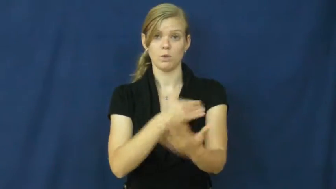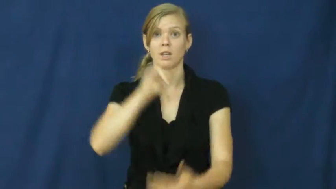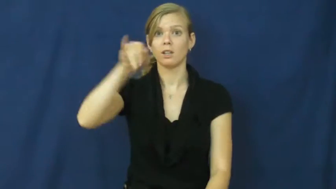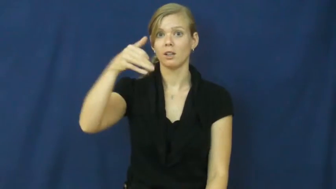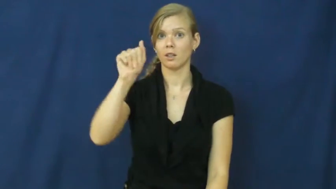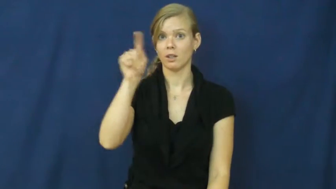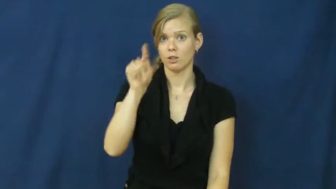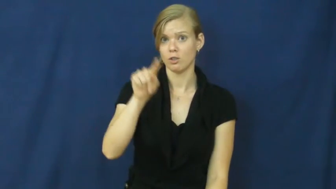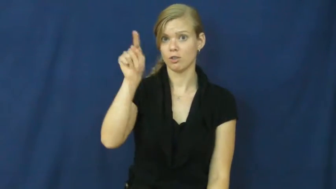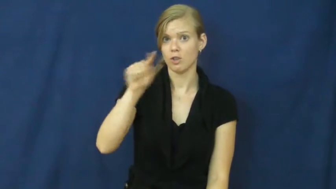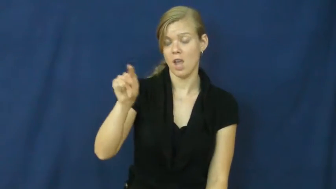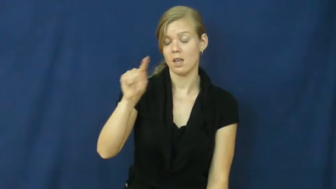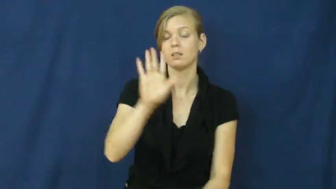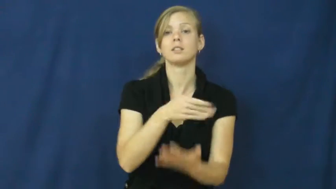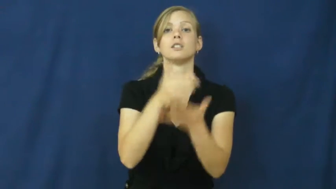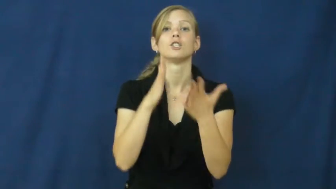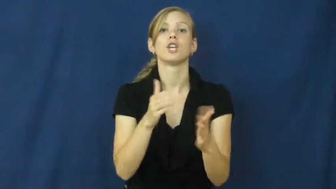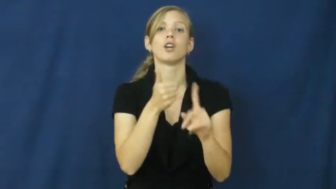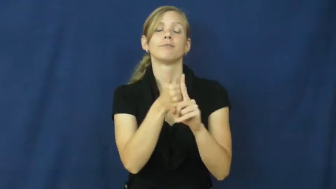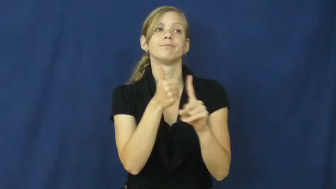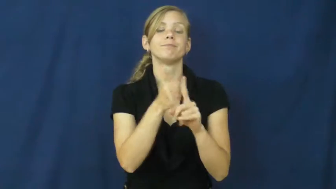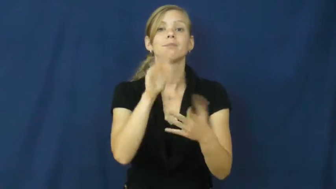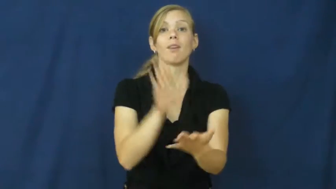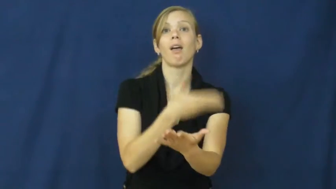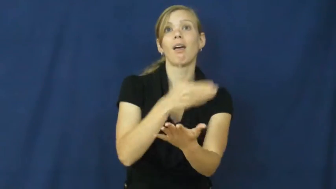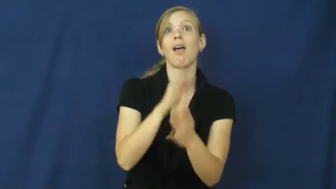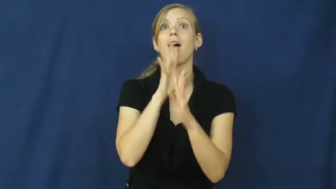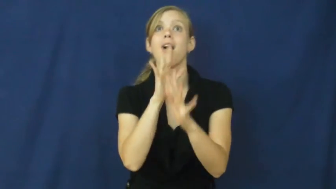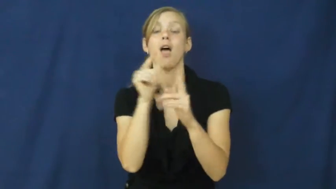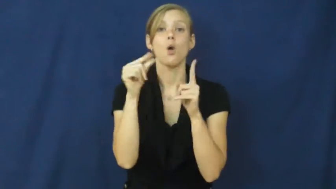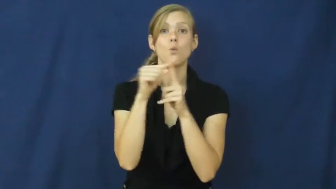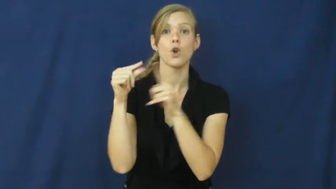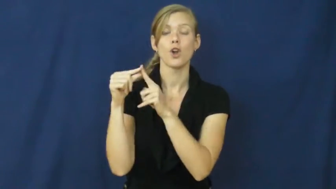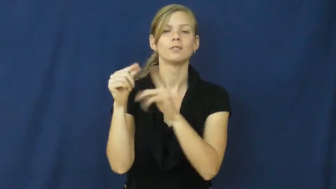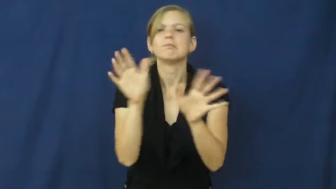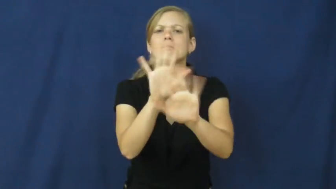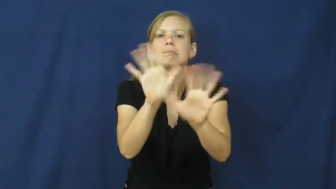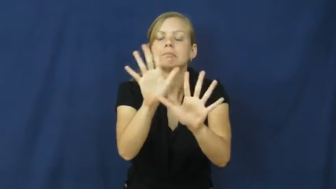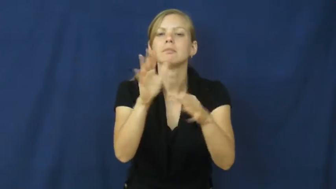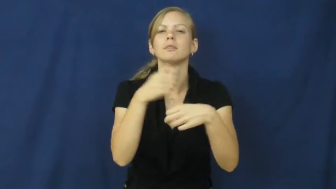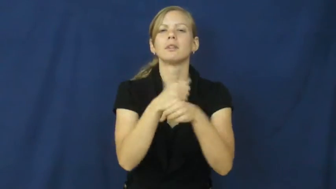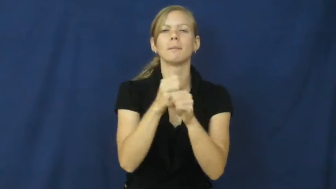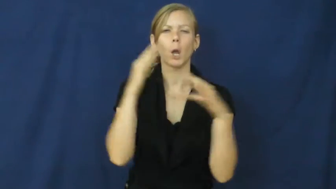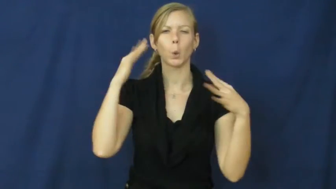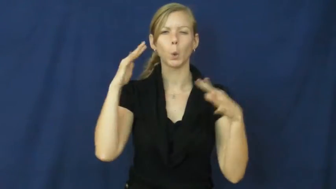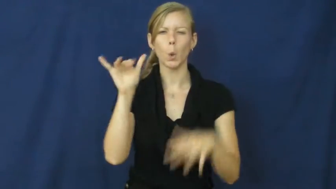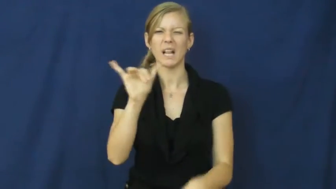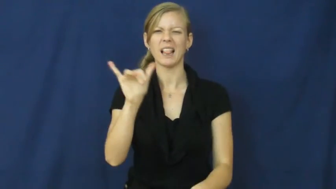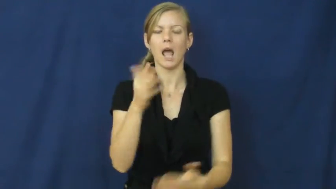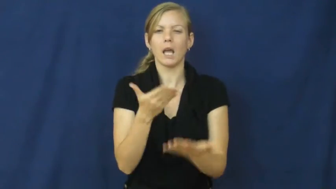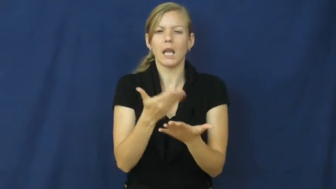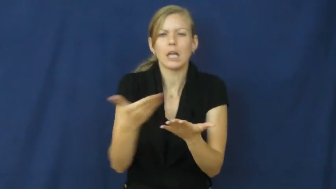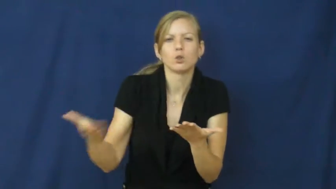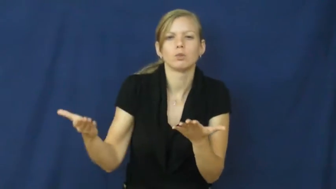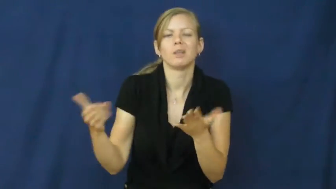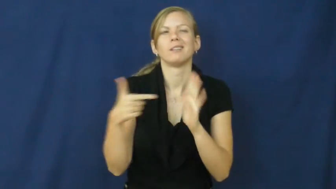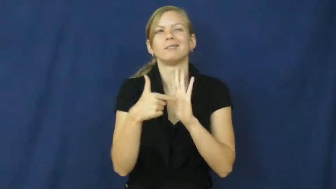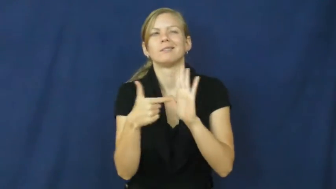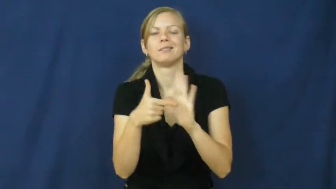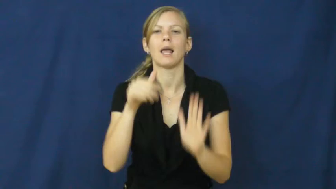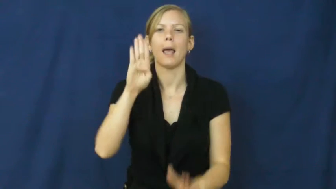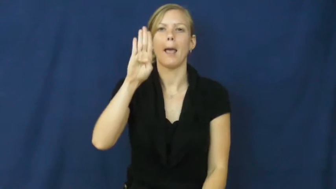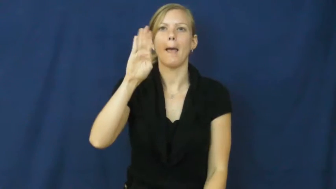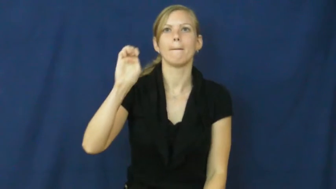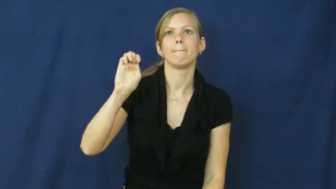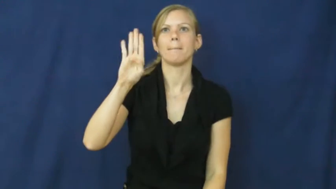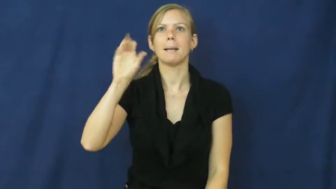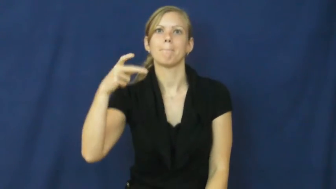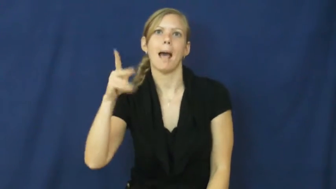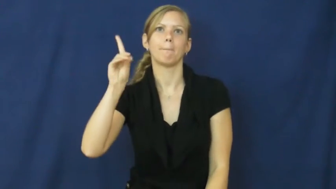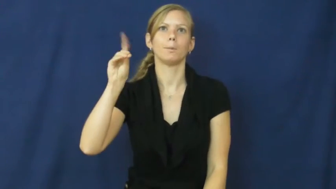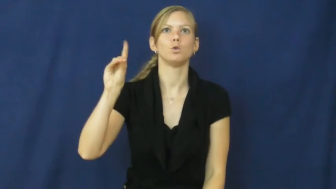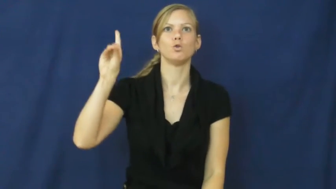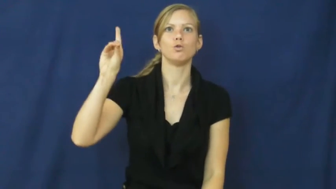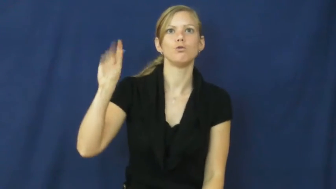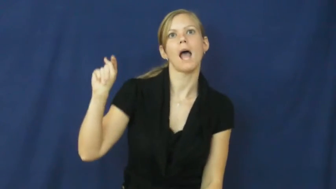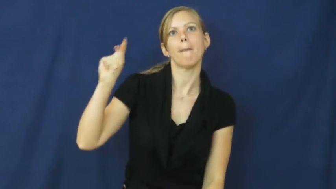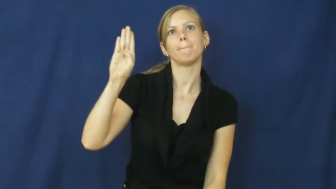scat-music